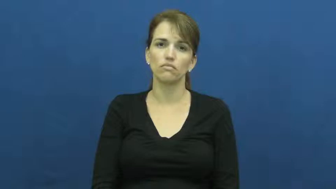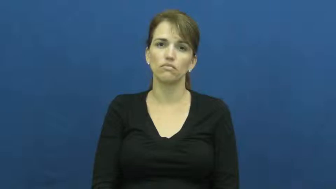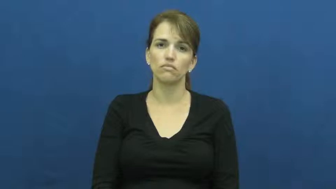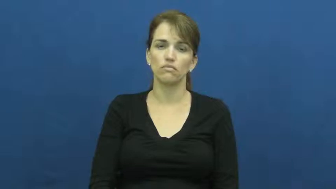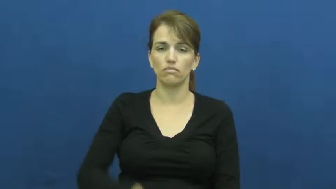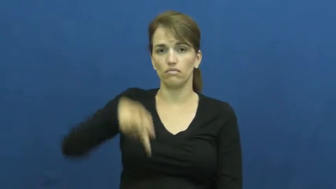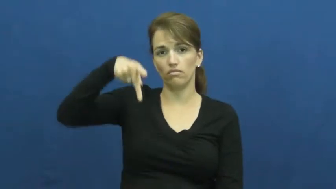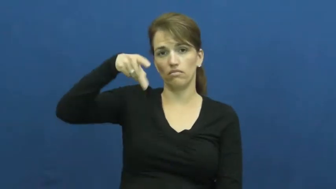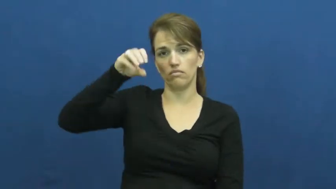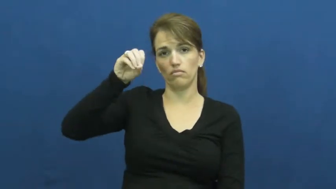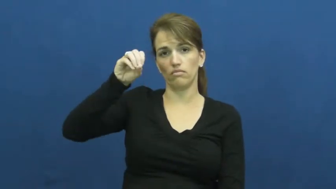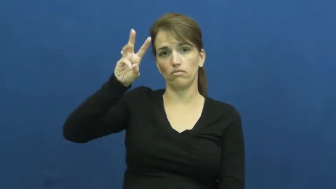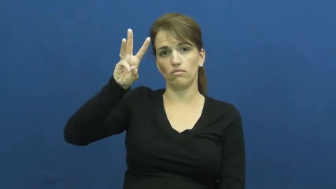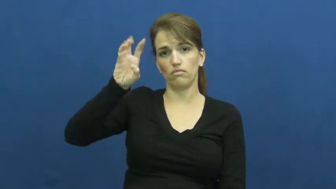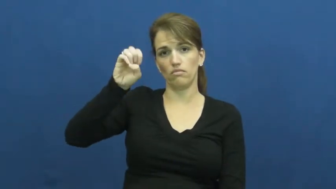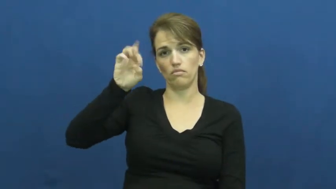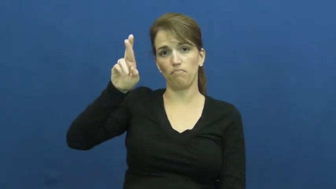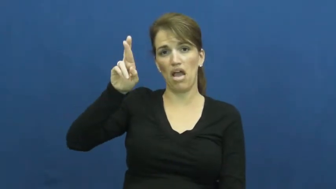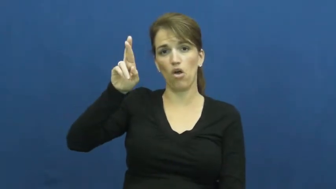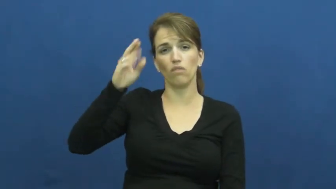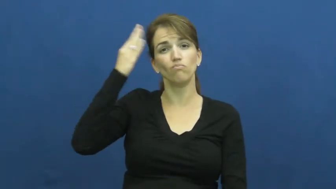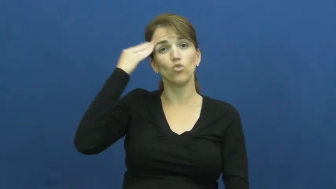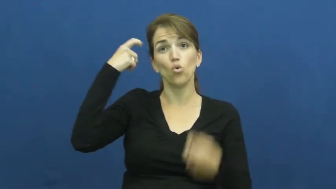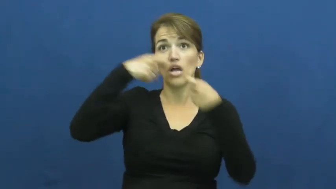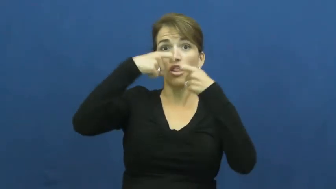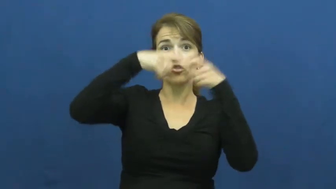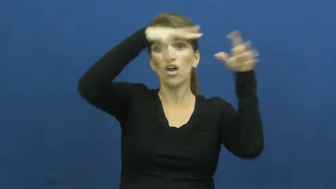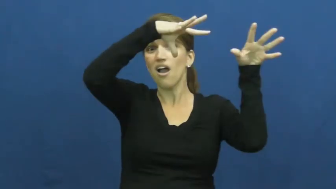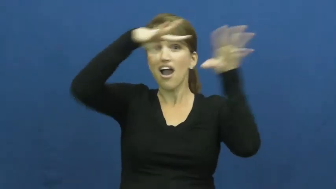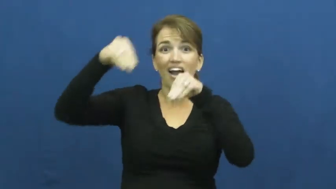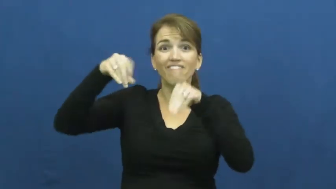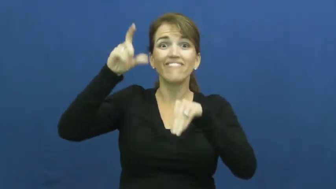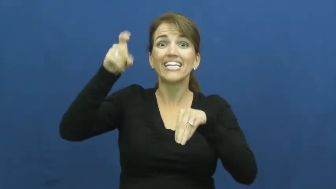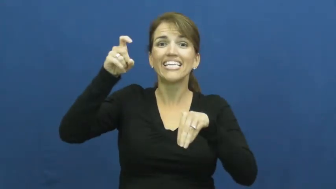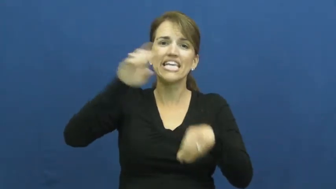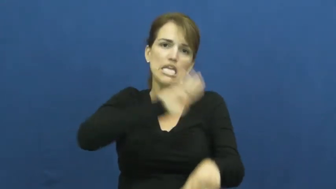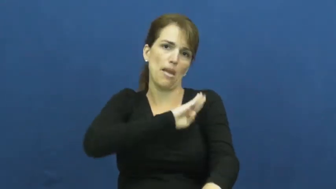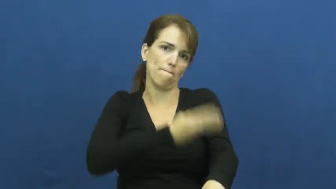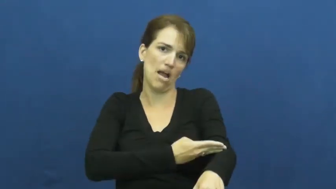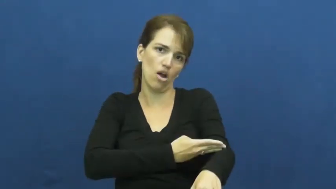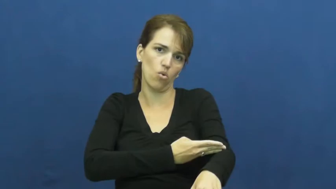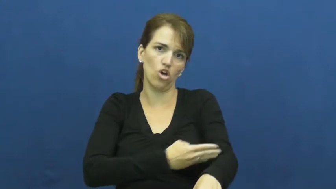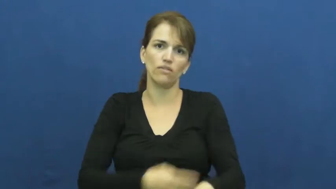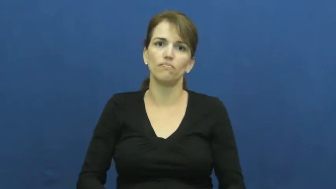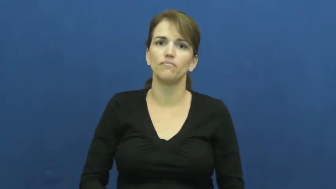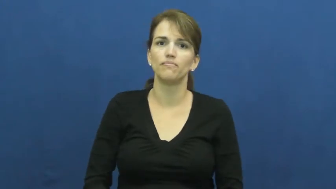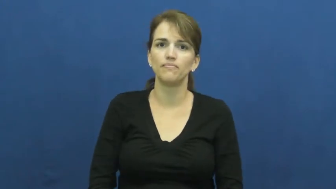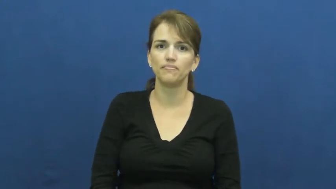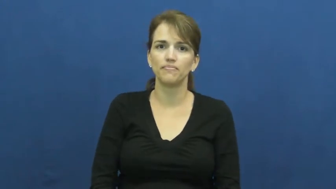power-electric